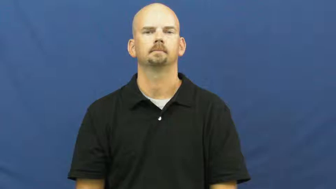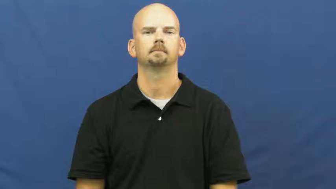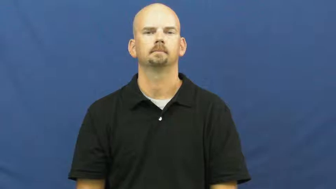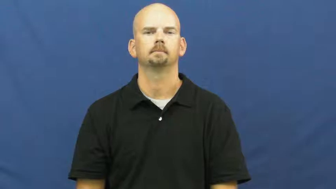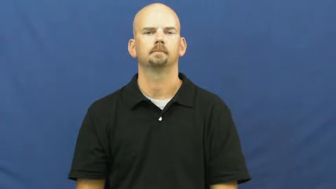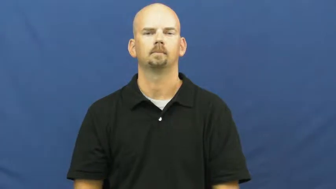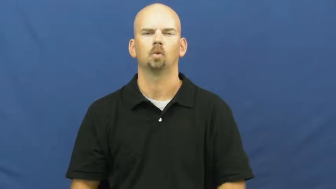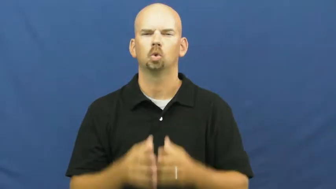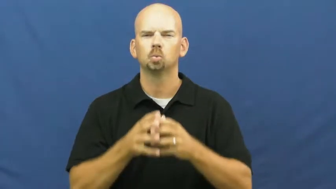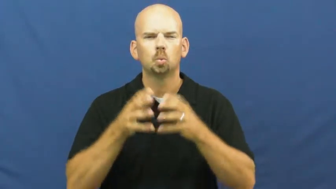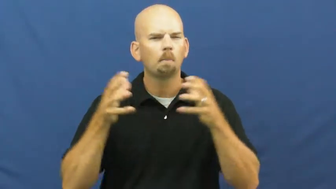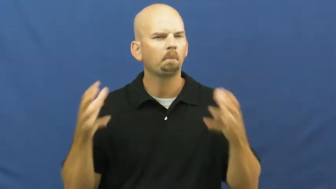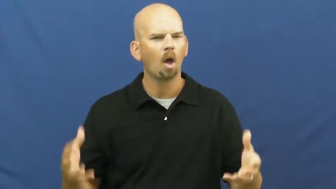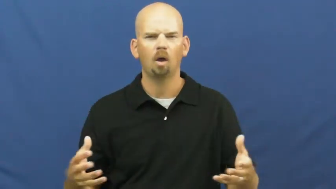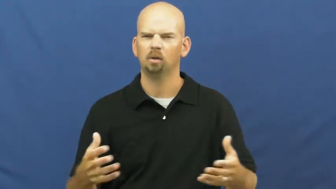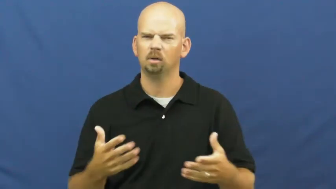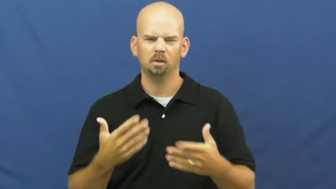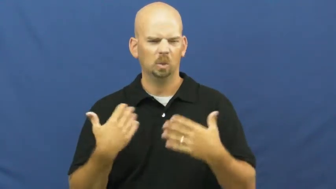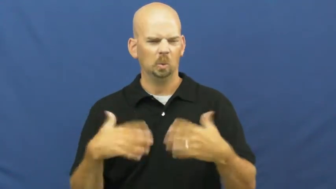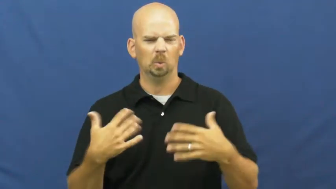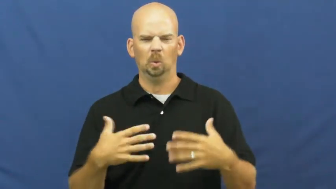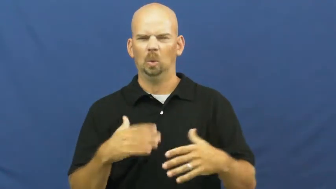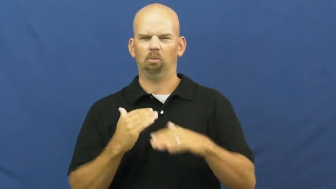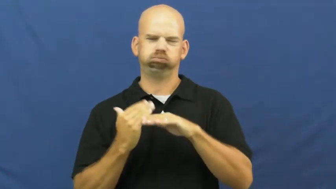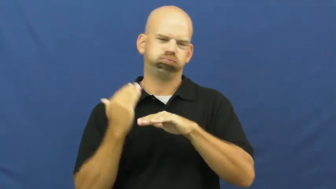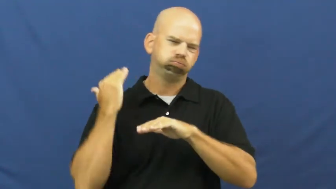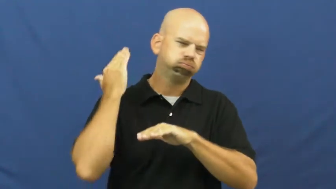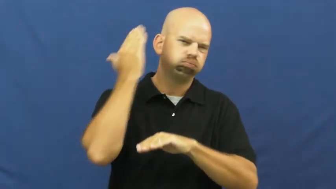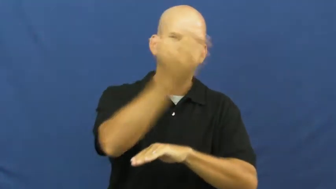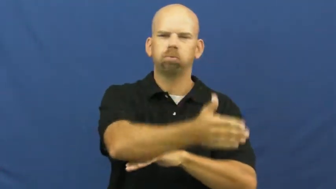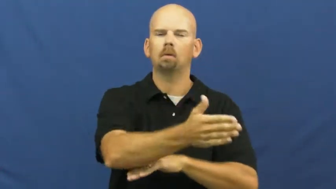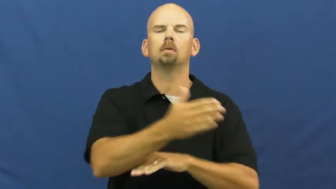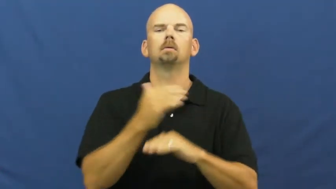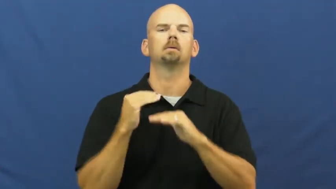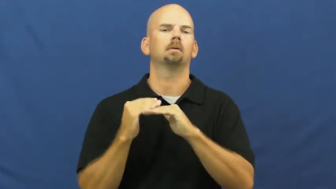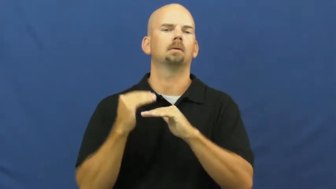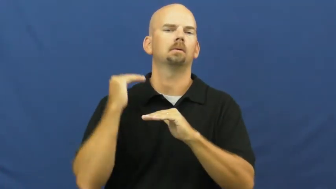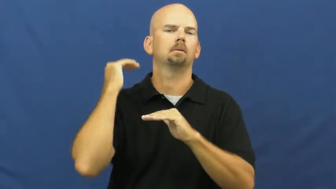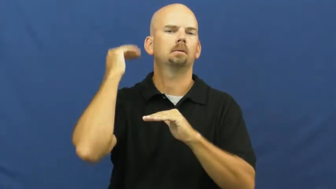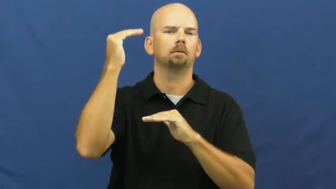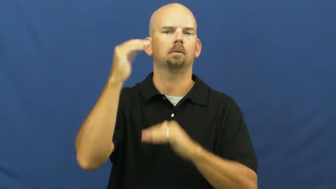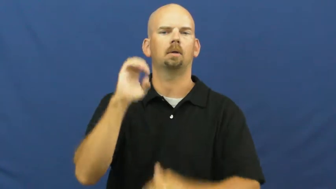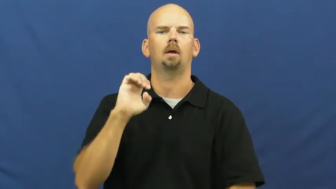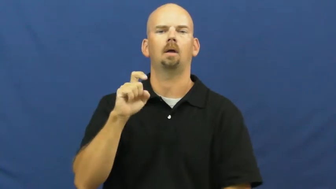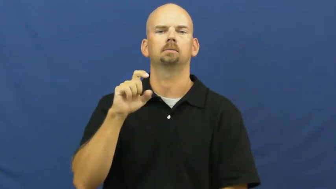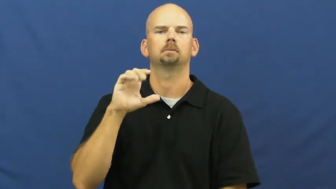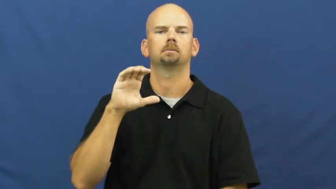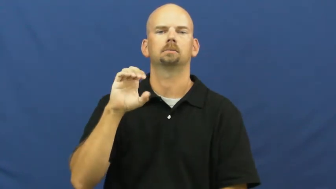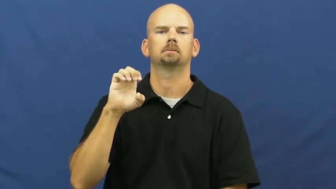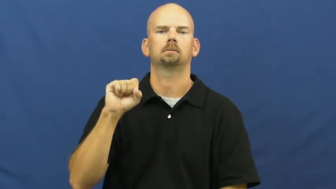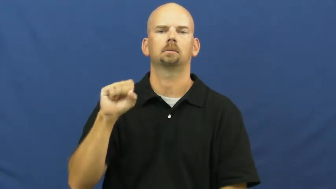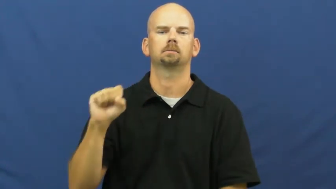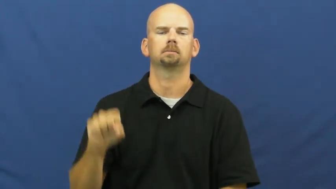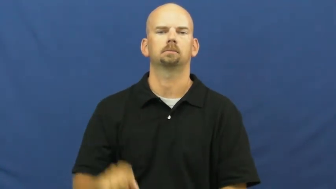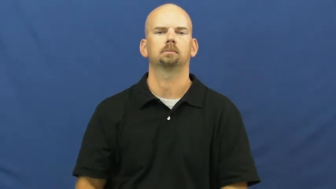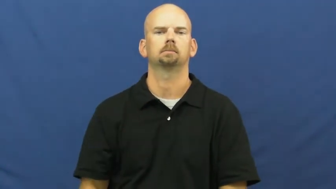excess